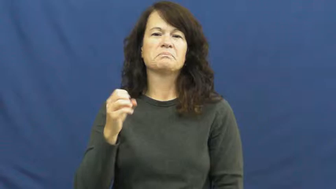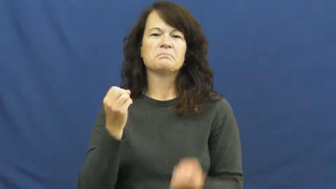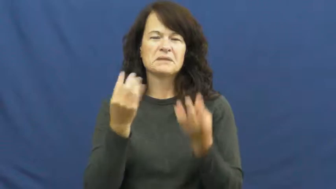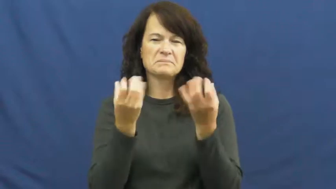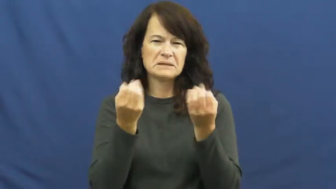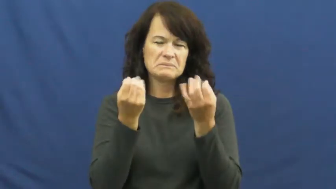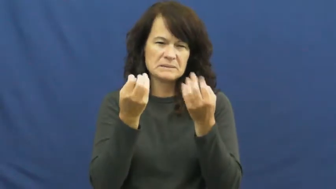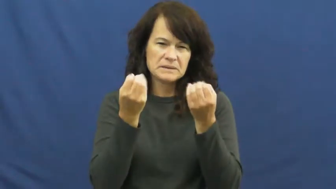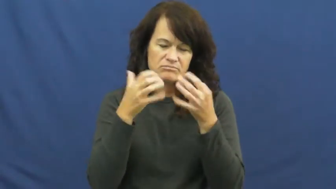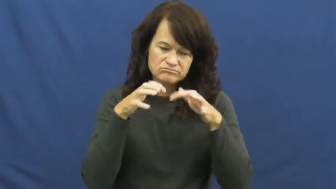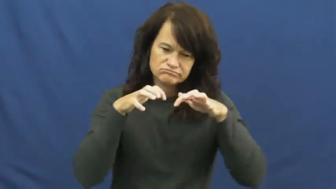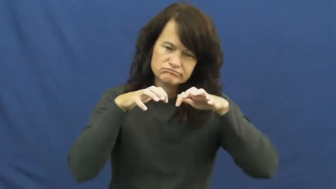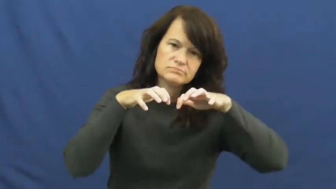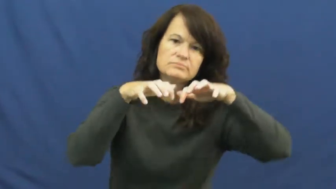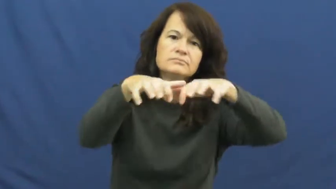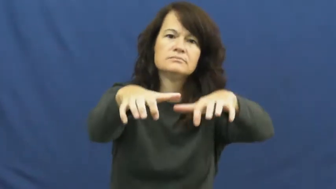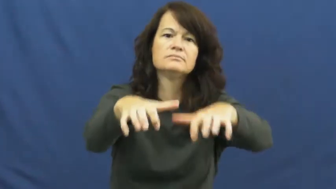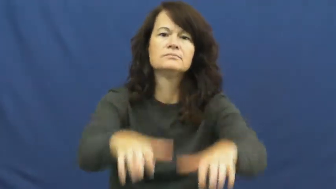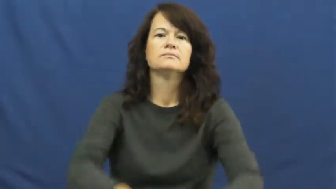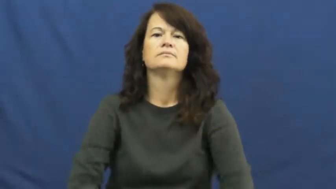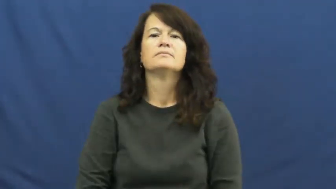mass-many